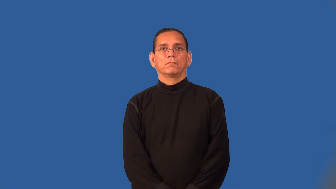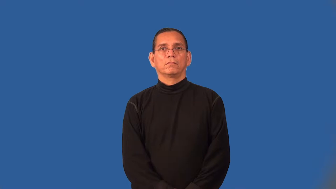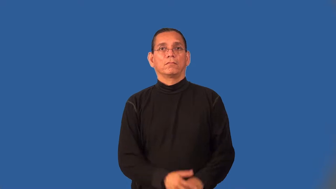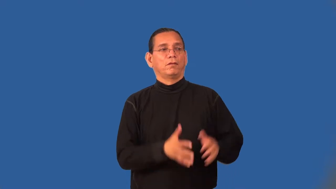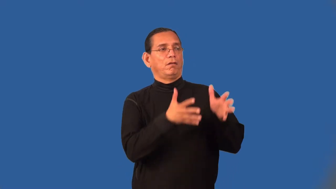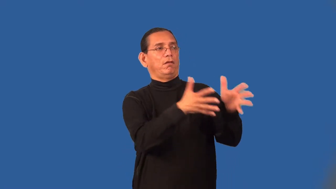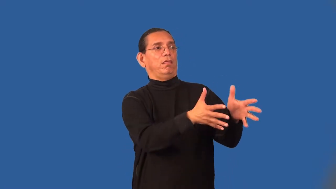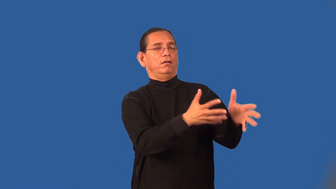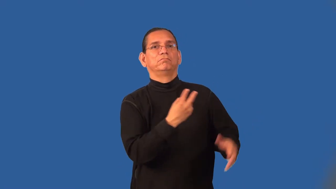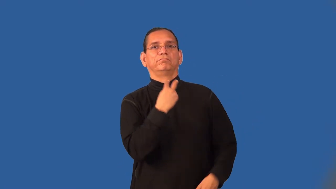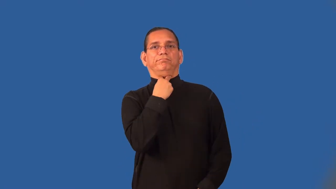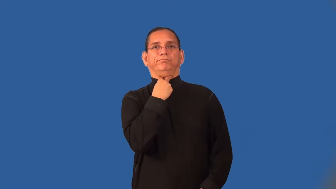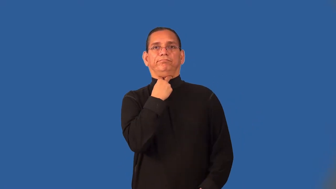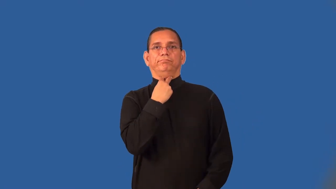strand-abandon